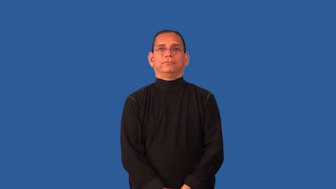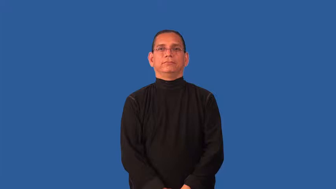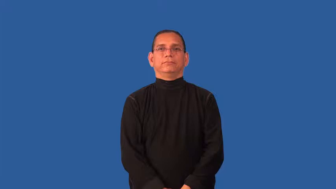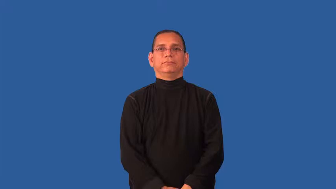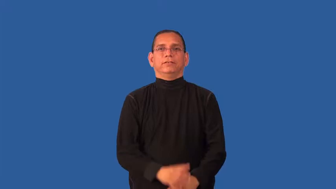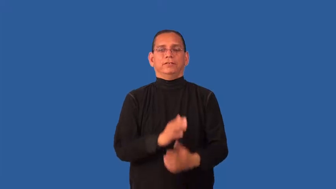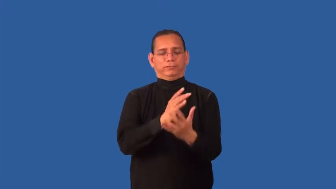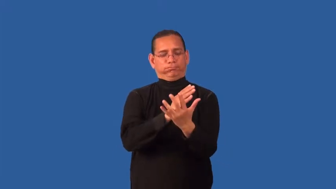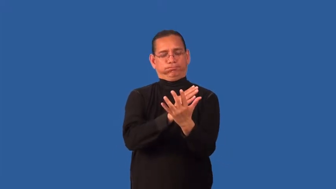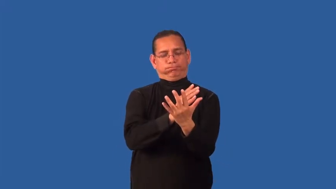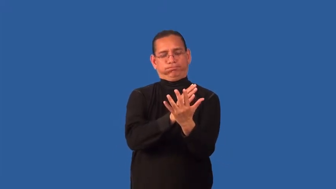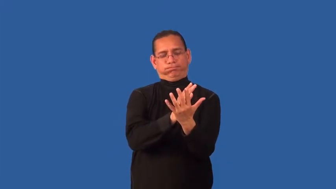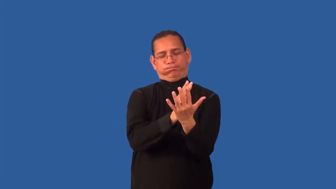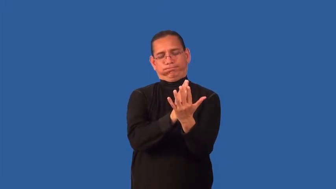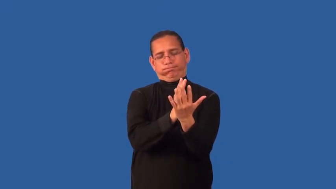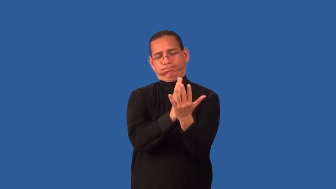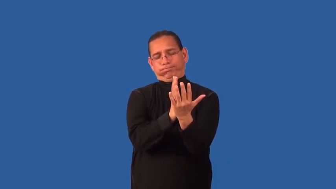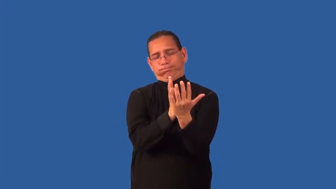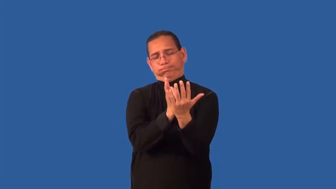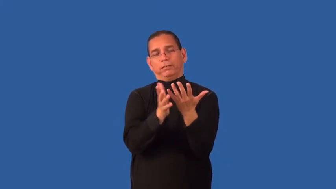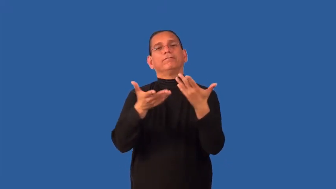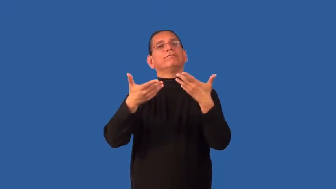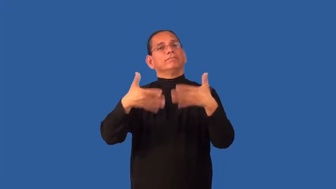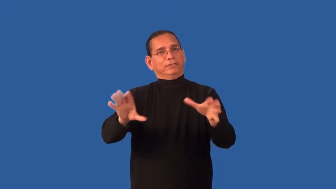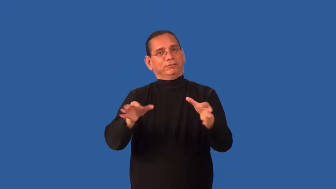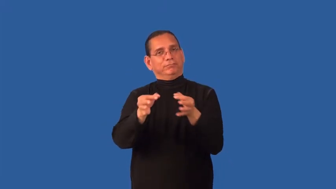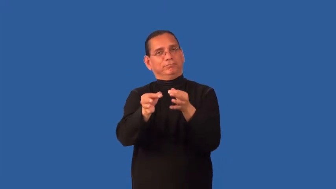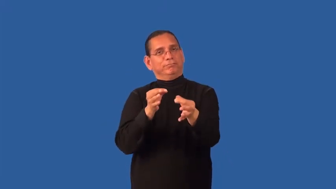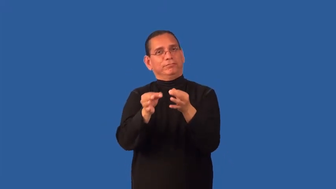denouement